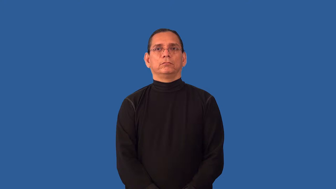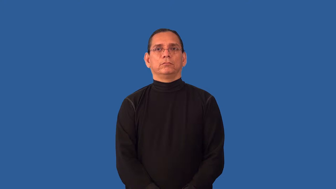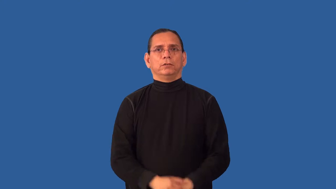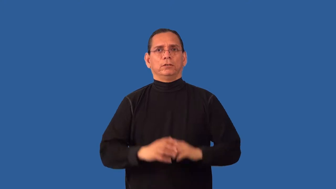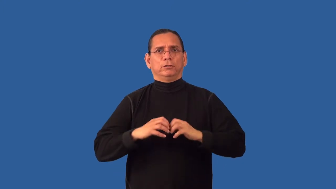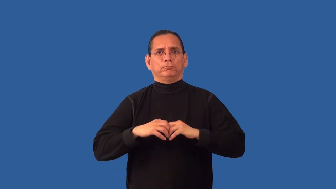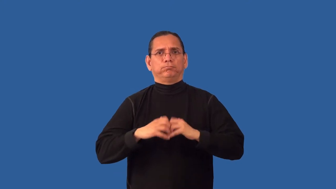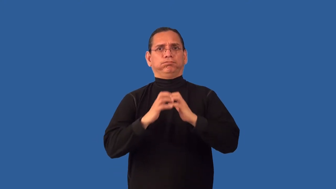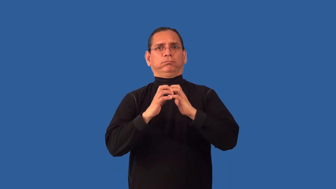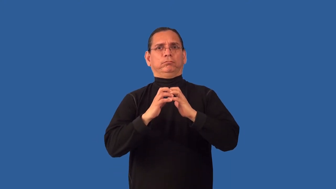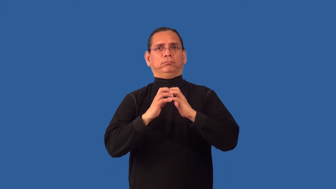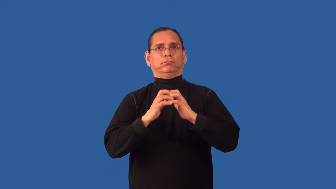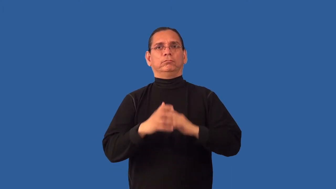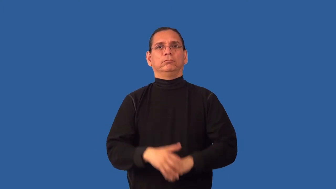reboot